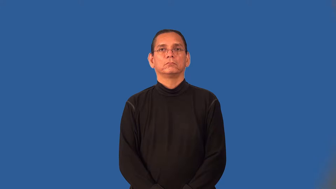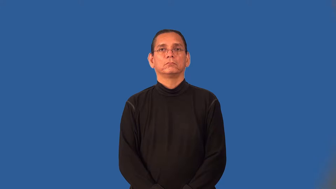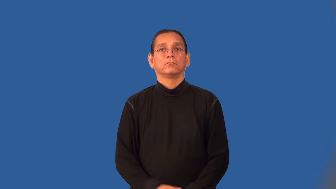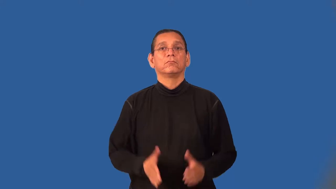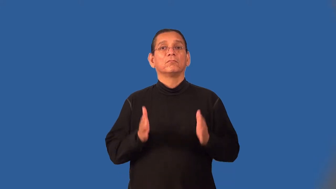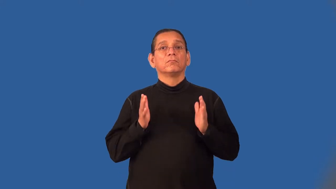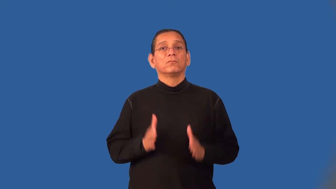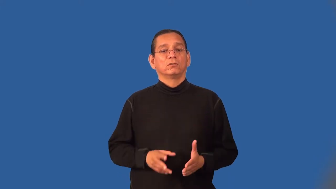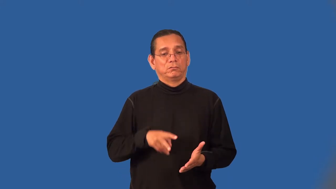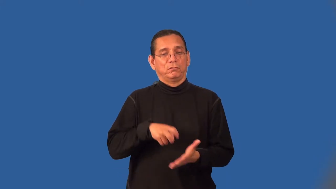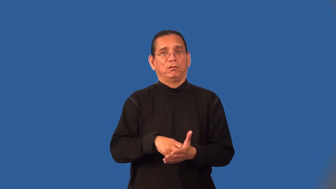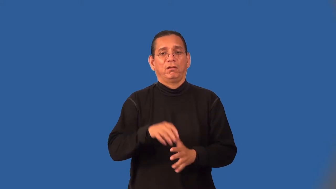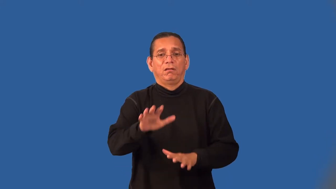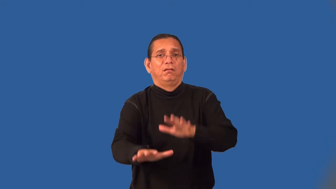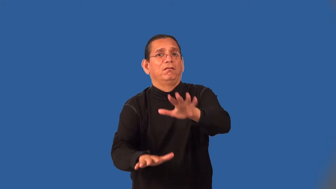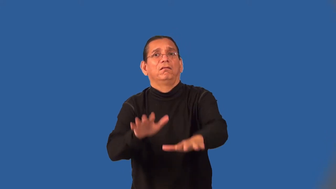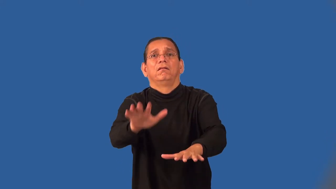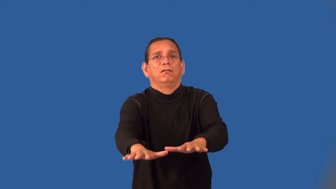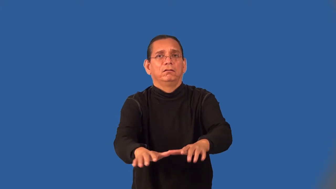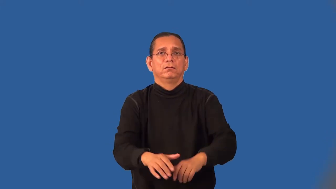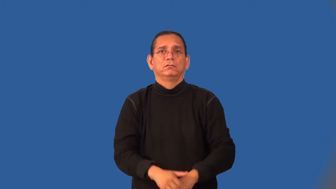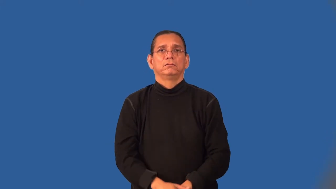groveler